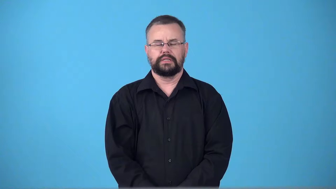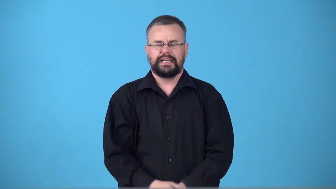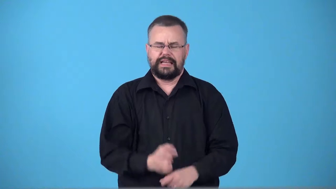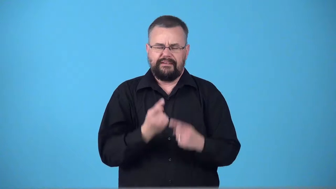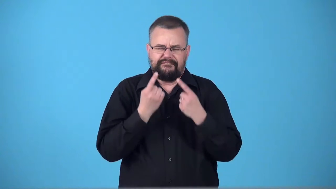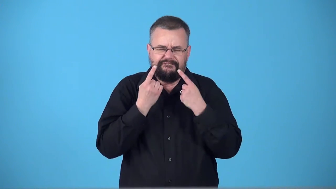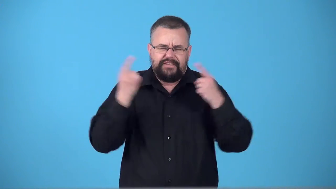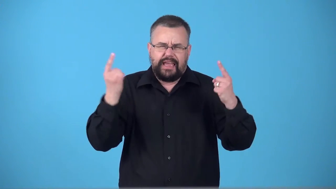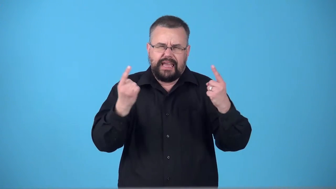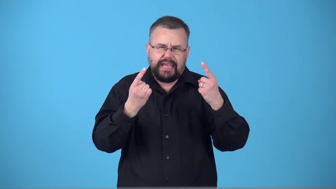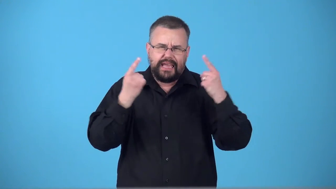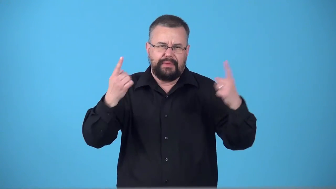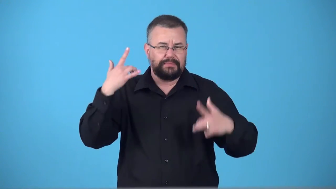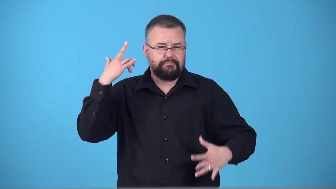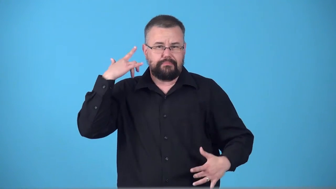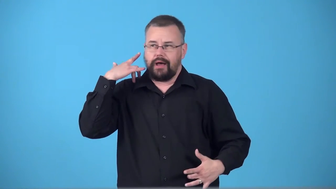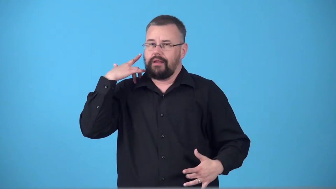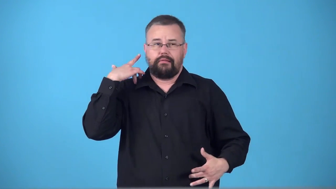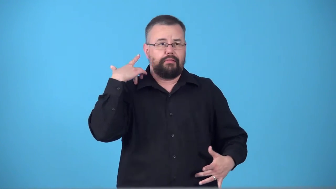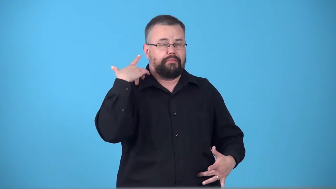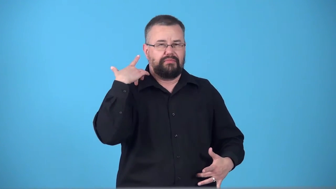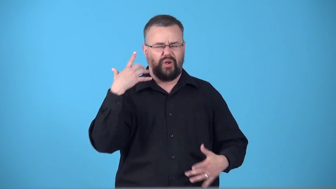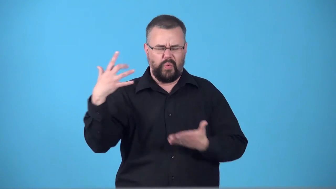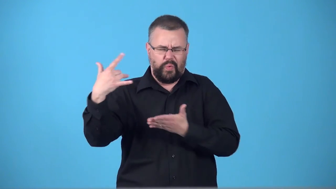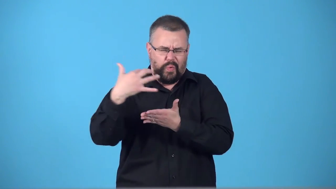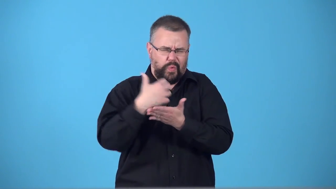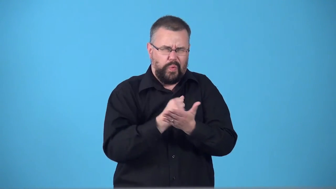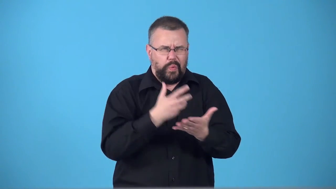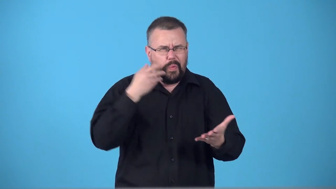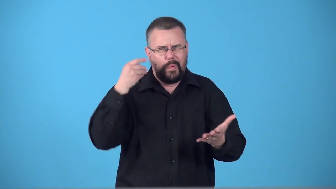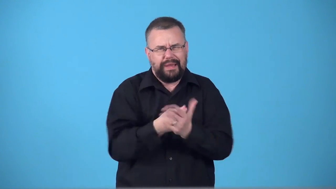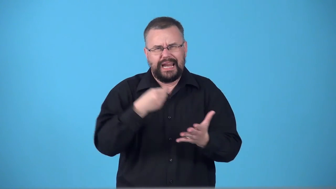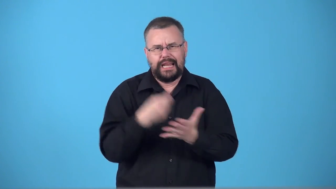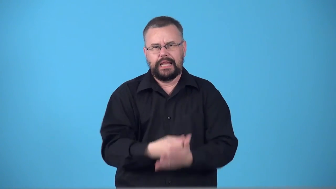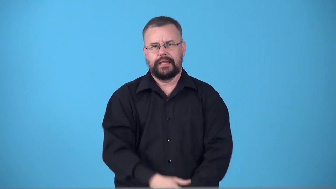supermodel